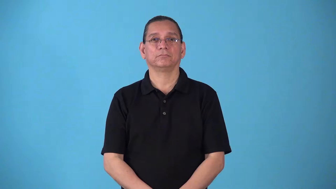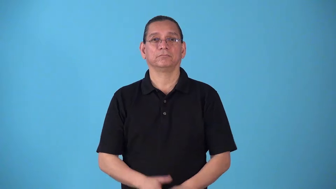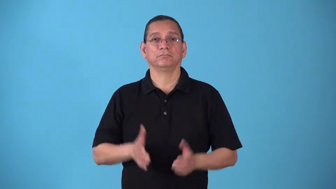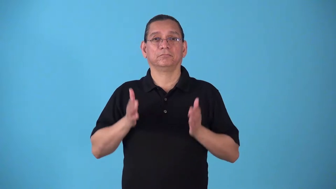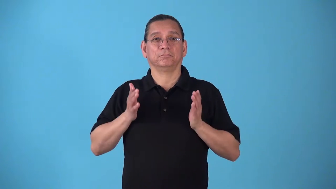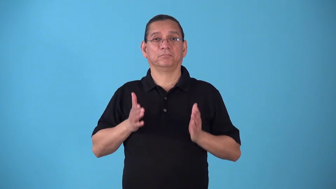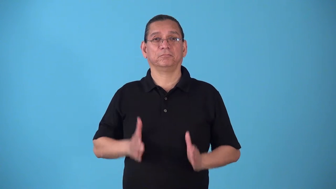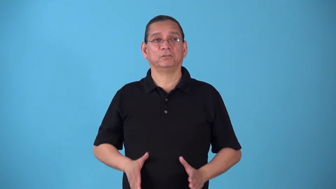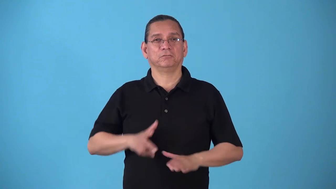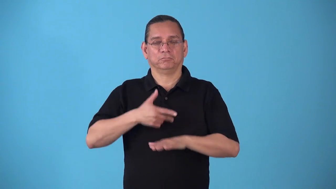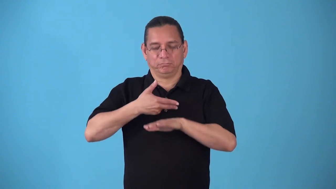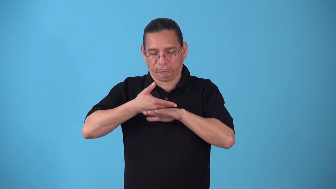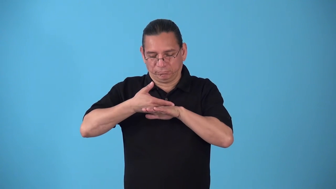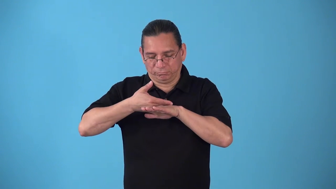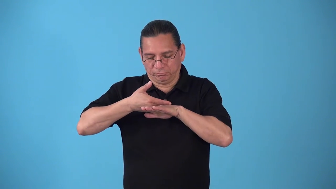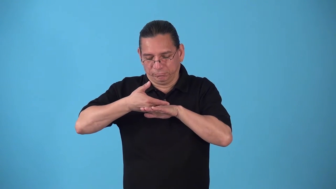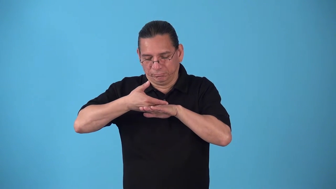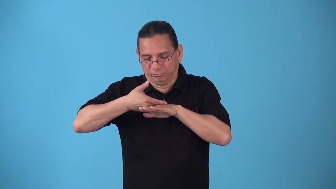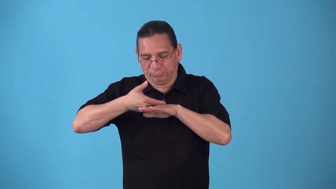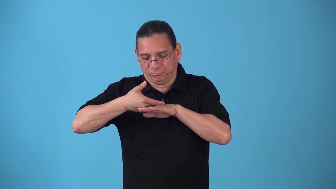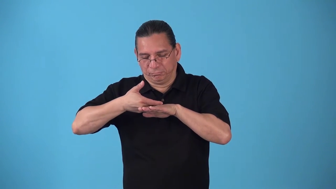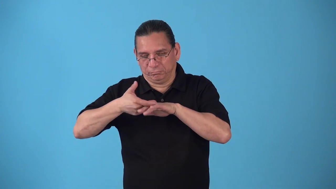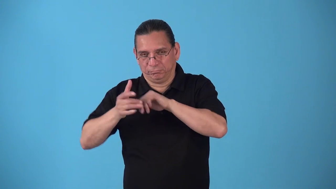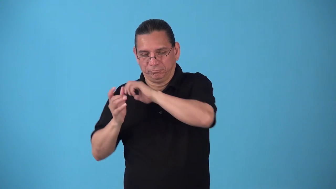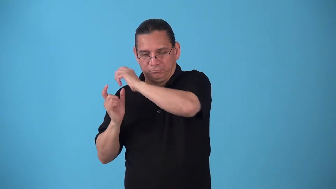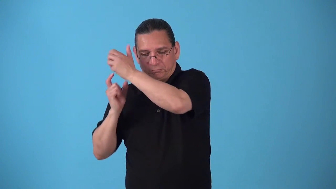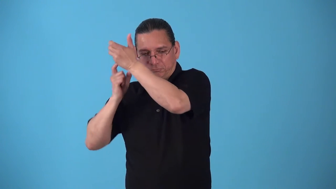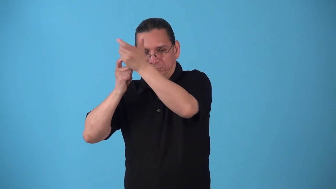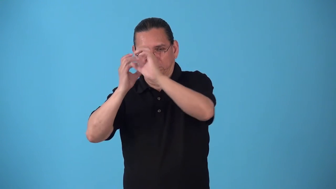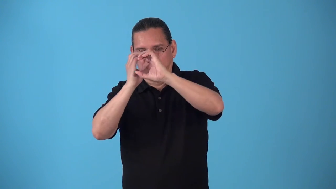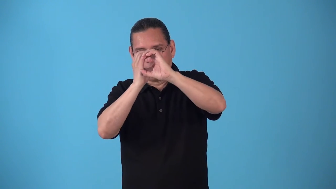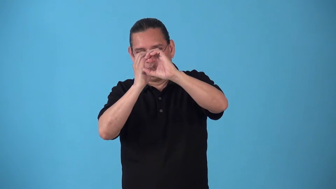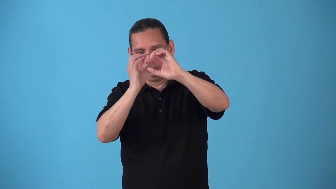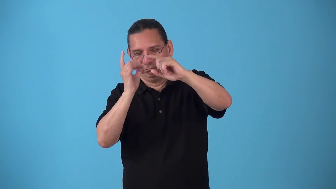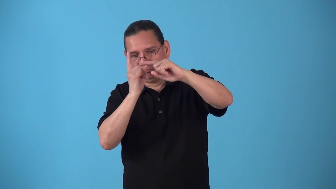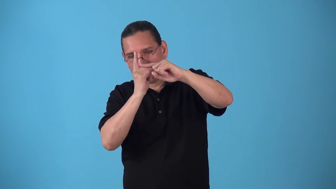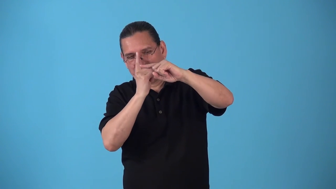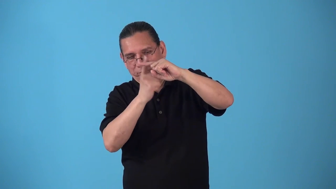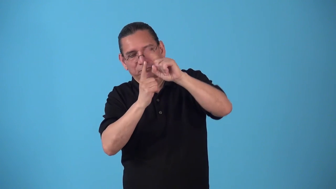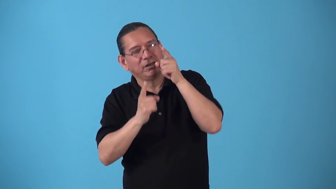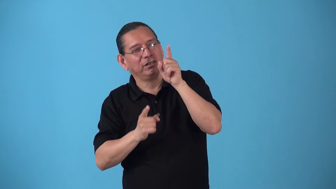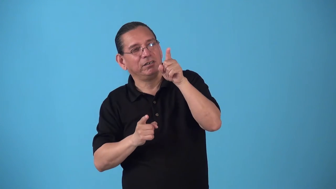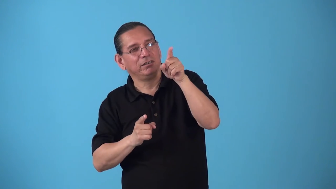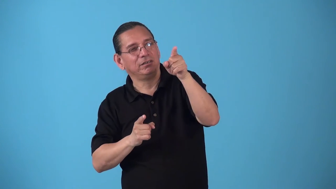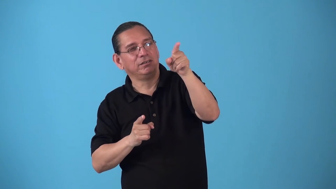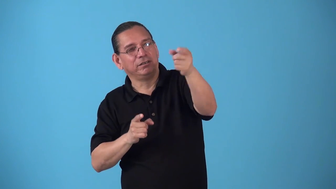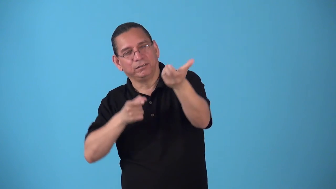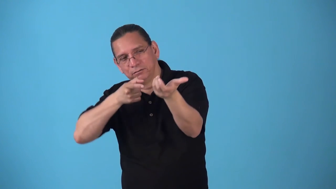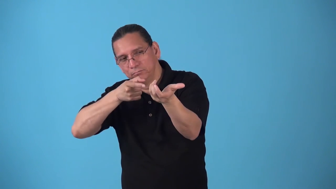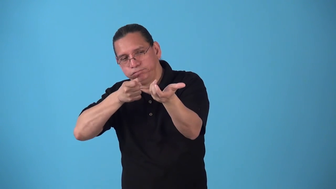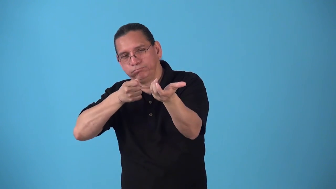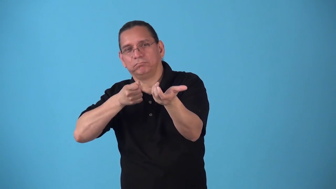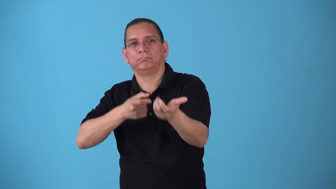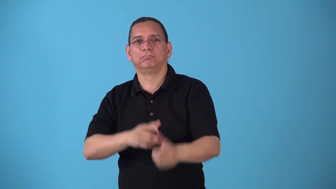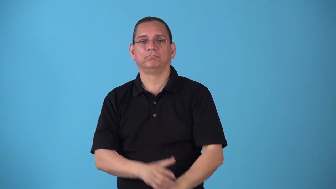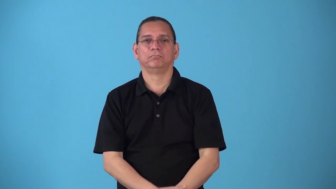sniper,snipe-shoot